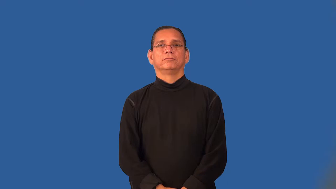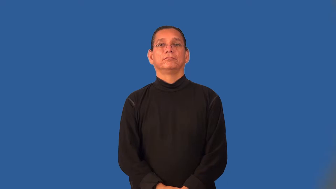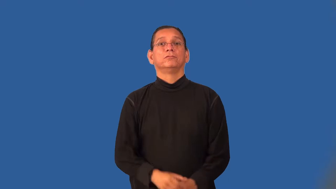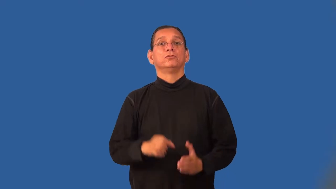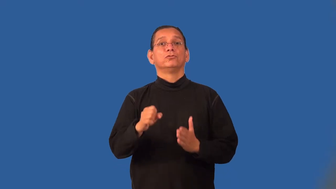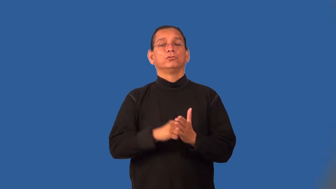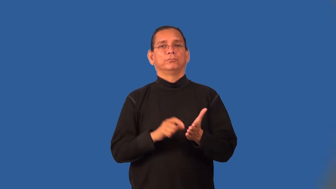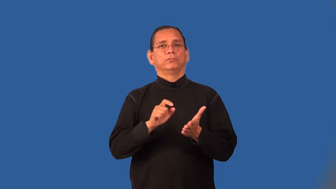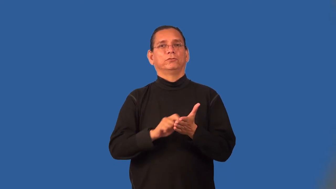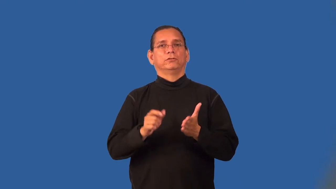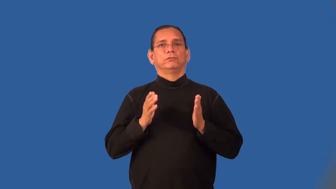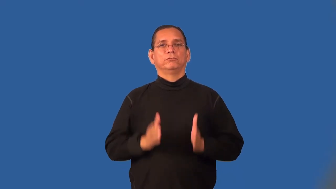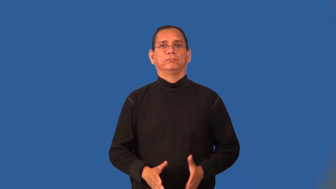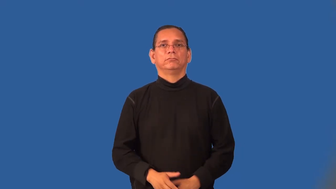scriptwriter